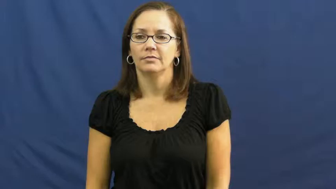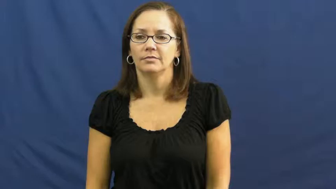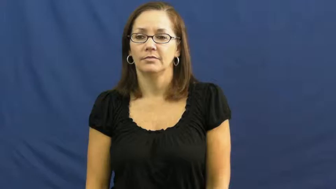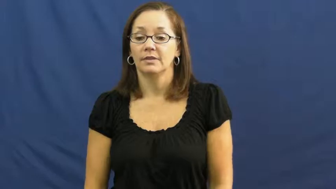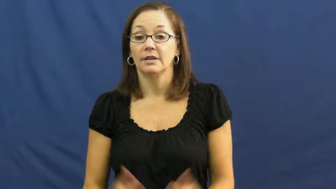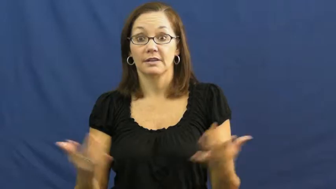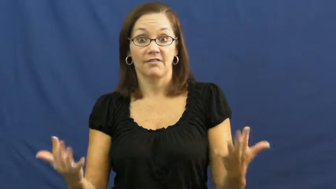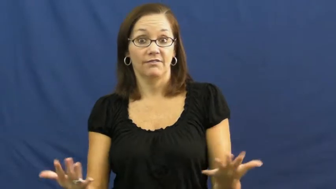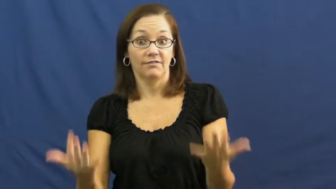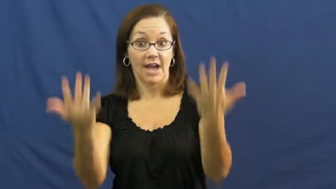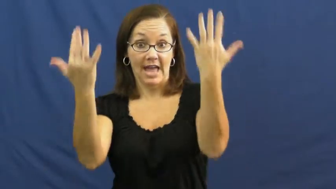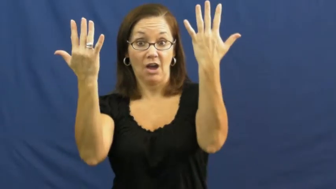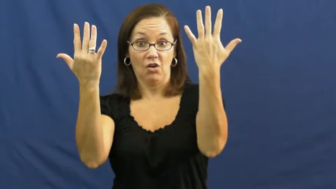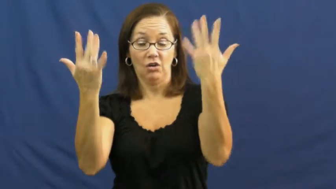ablaze,afire,aflame,blaze